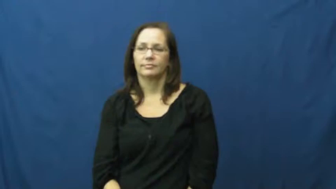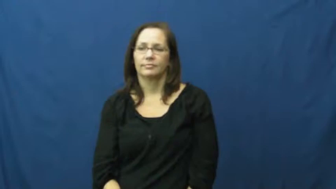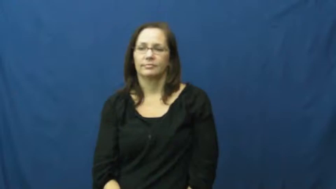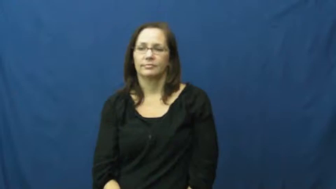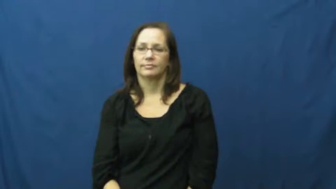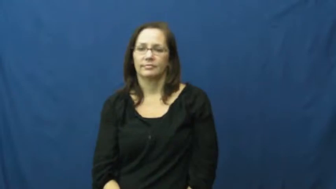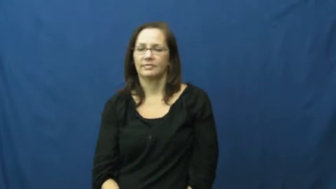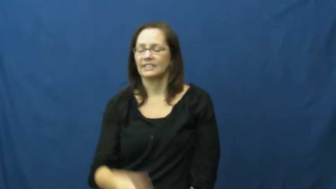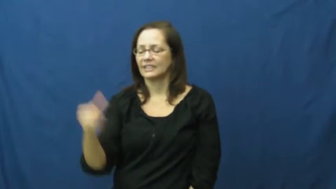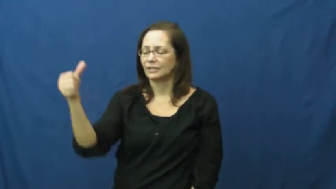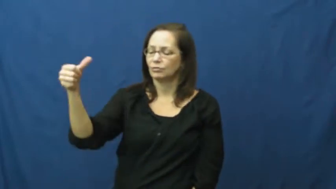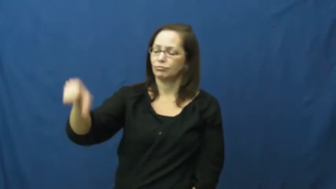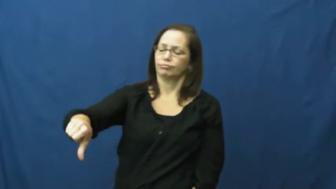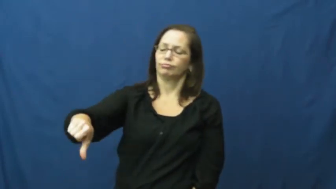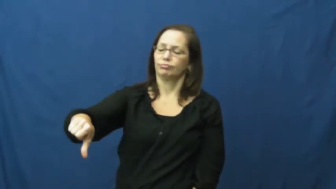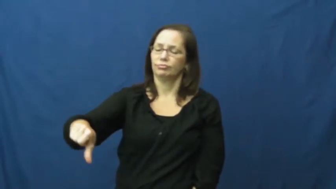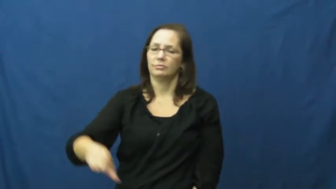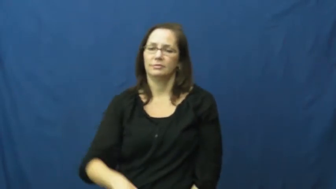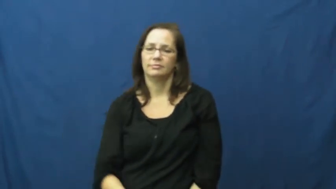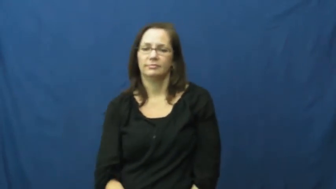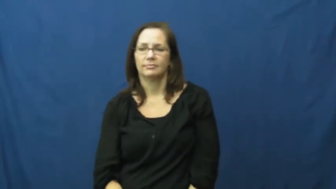deny,abnegate